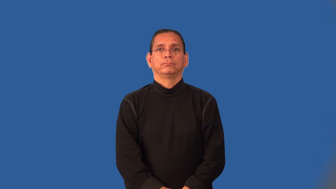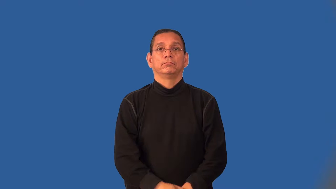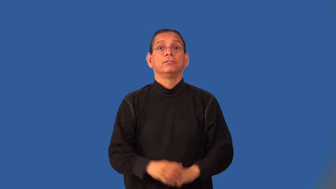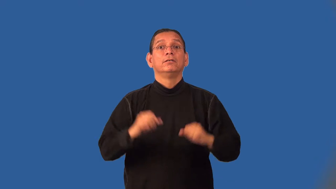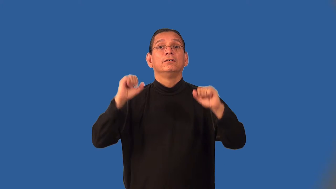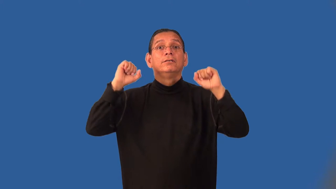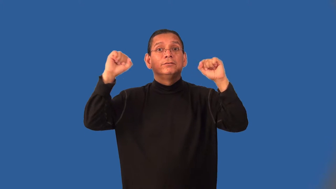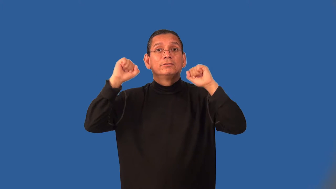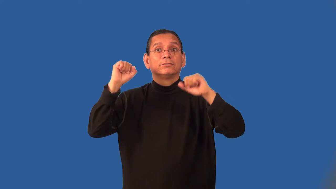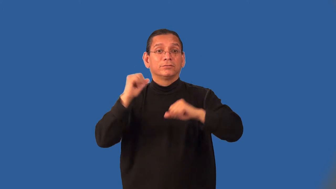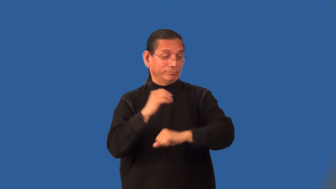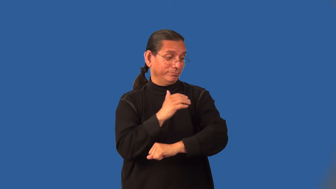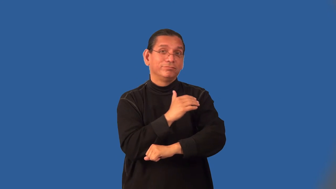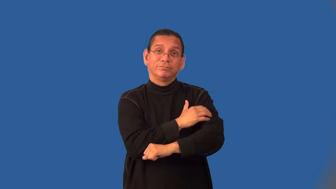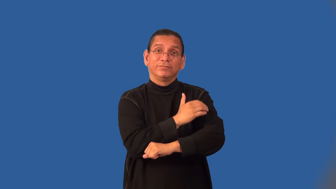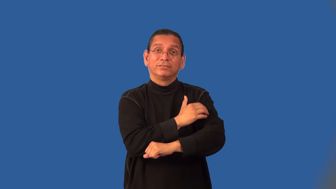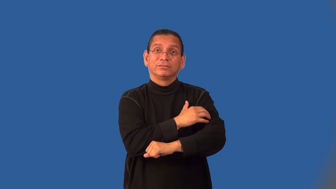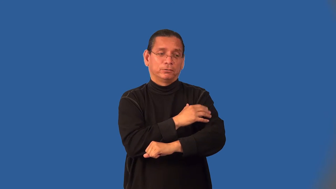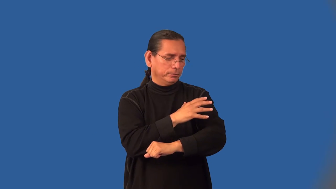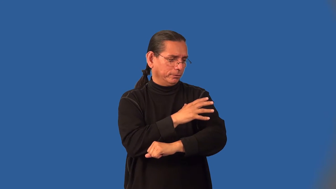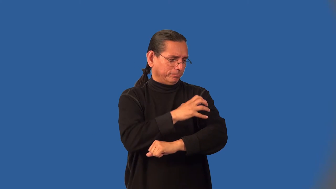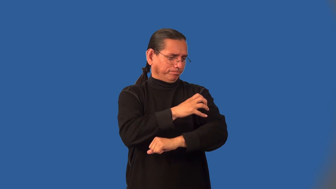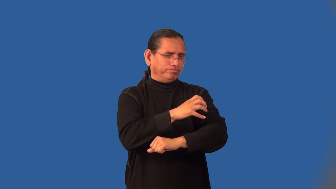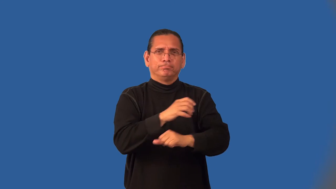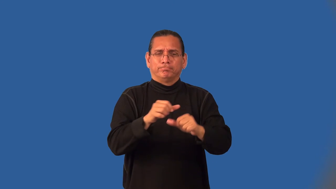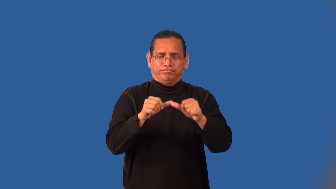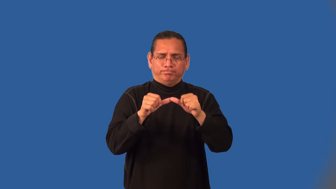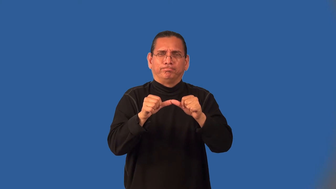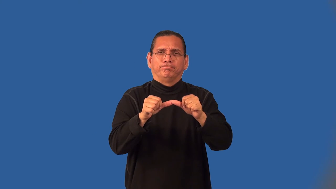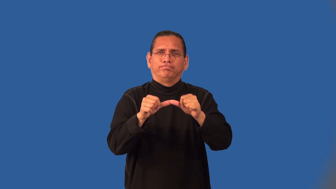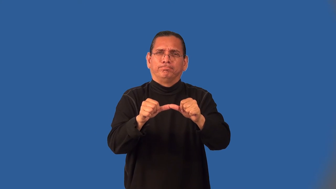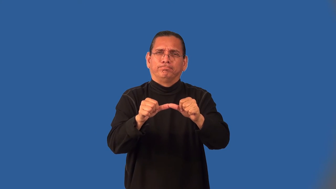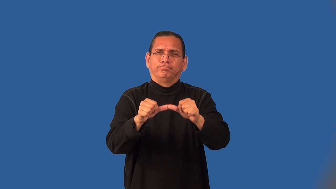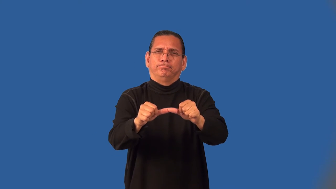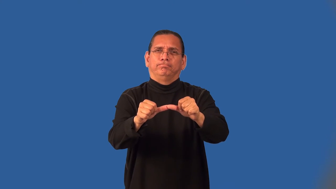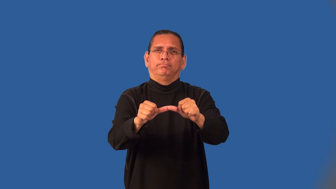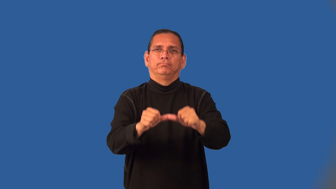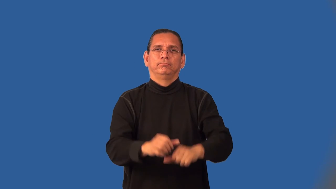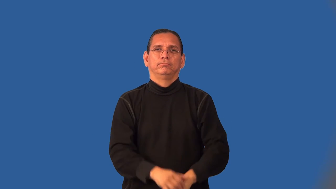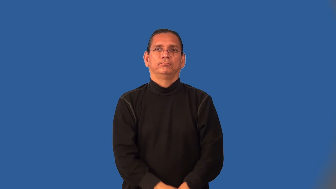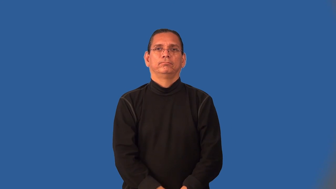isotonic-exercise